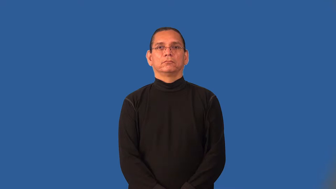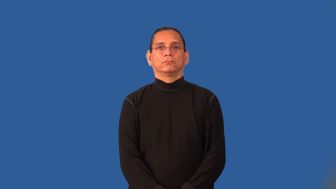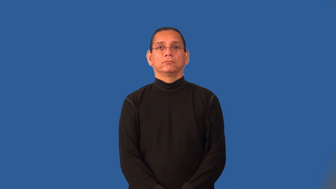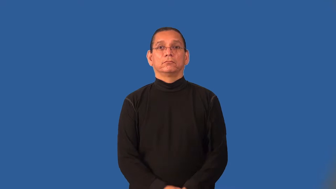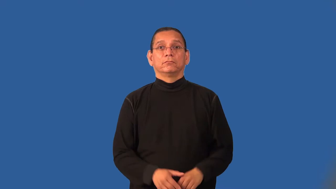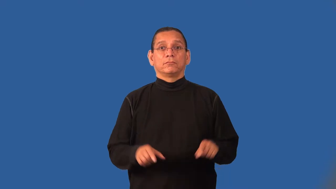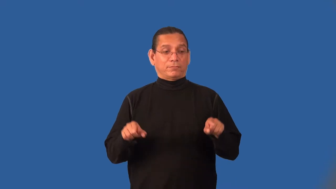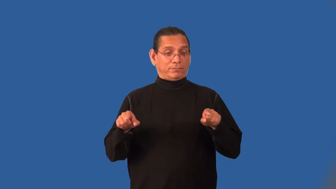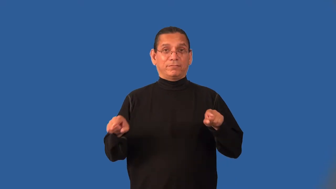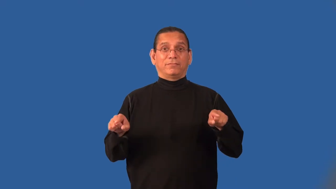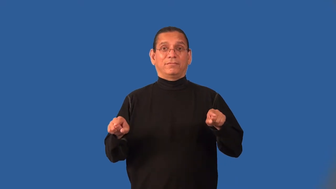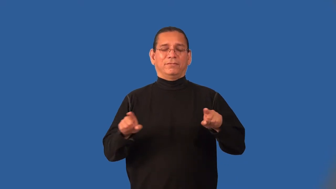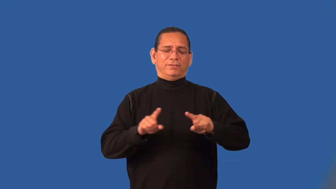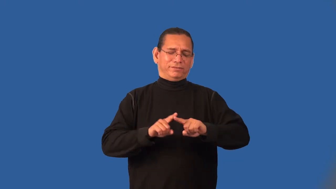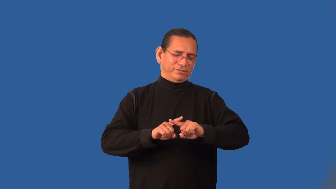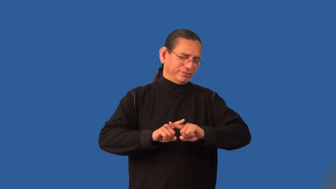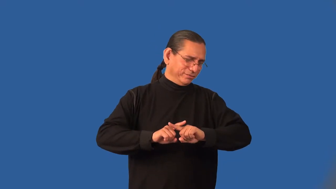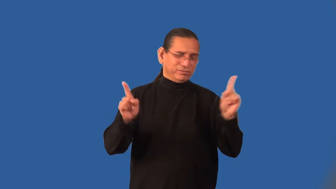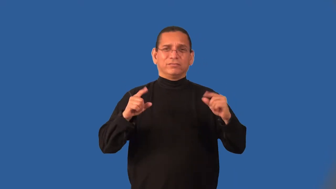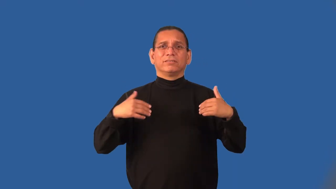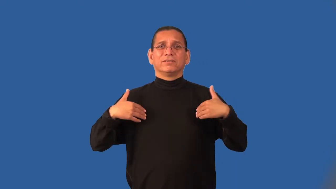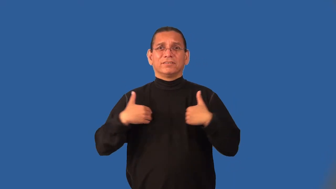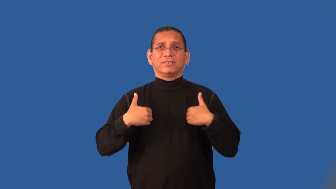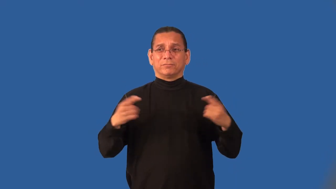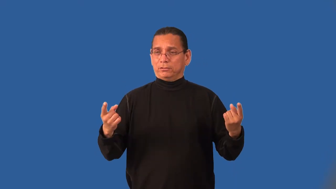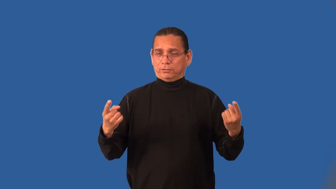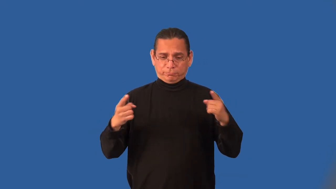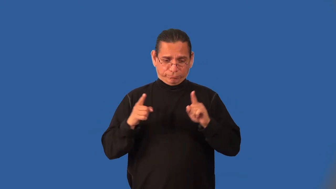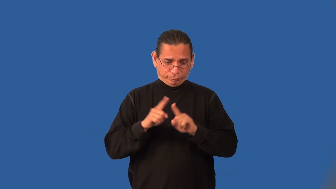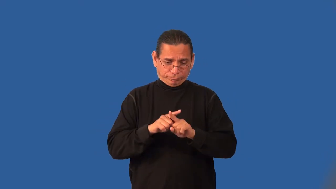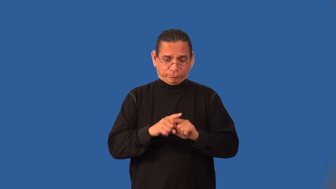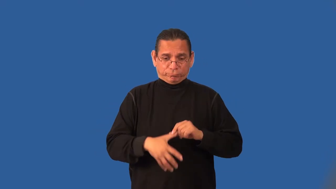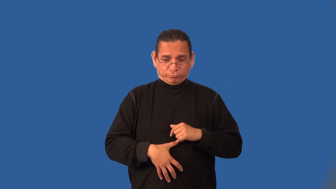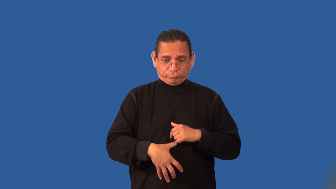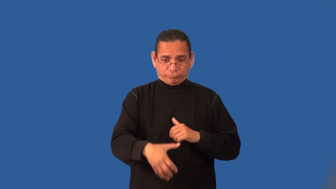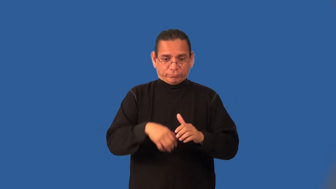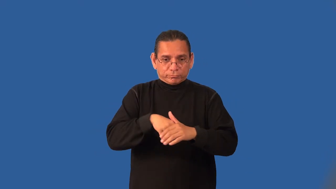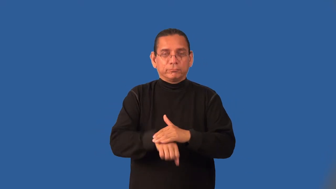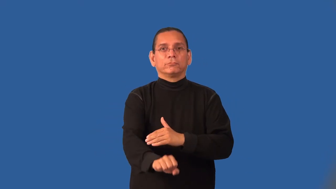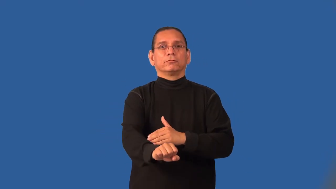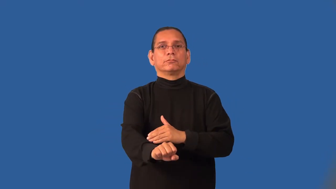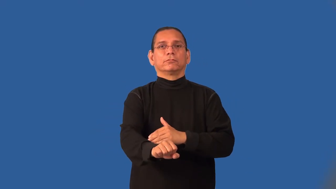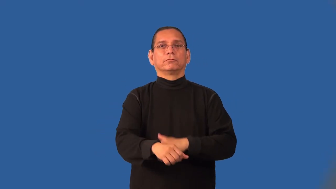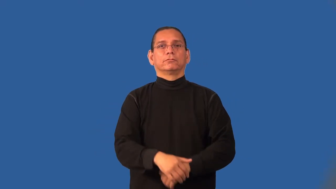hybrid-animal